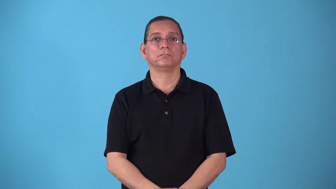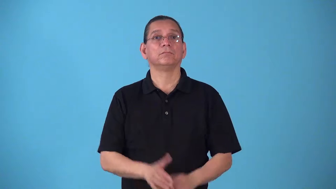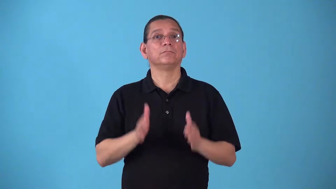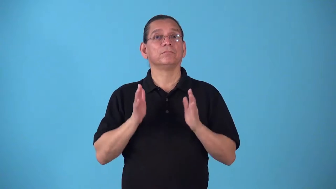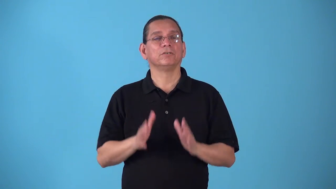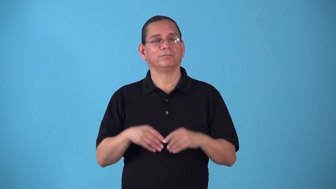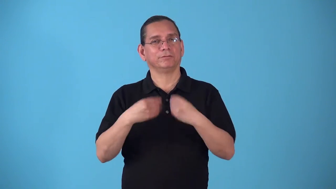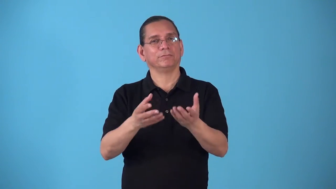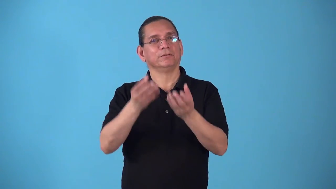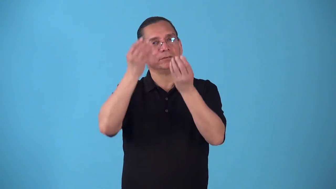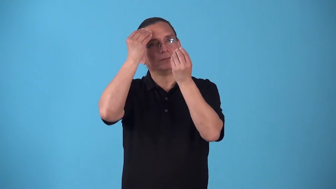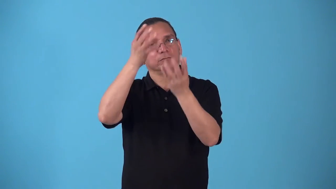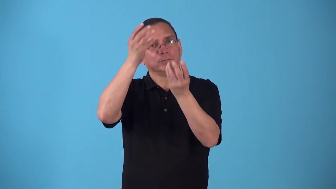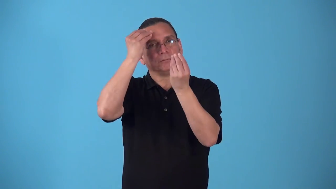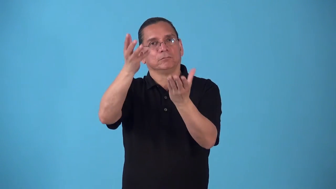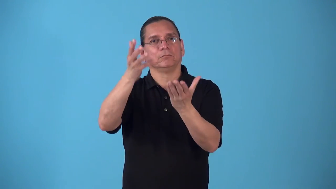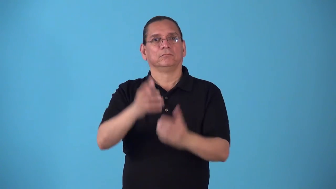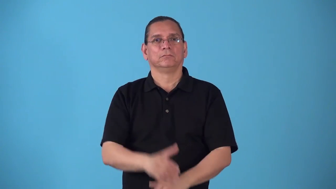source-person who provides information